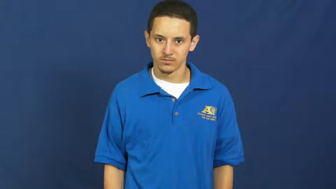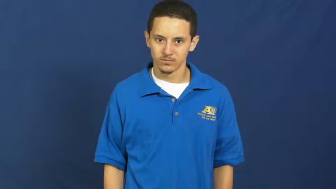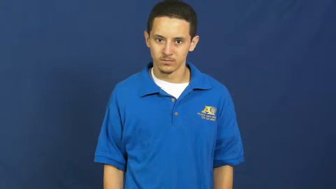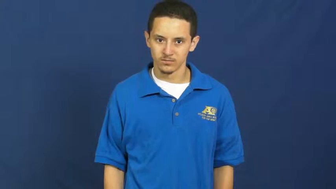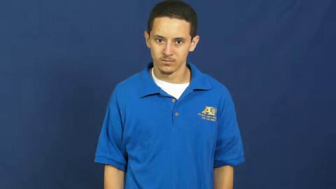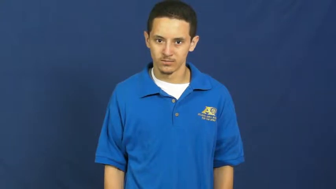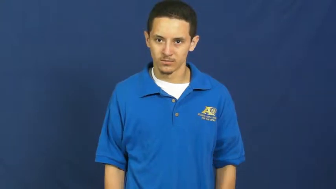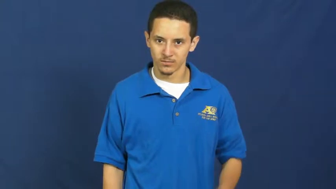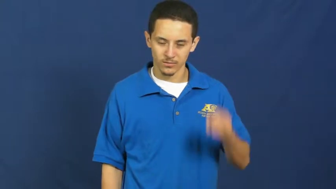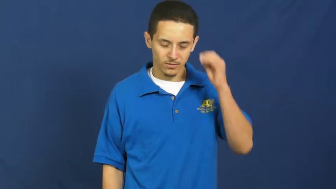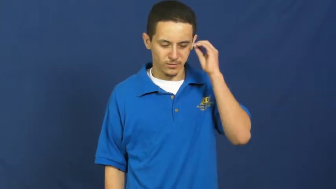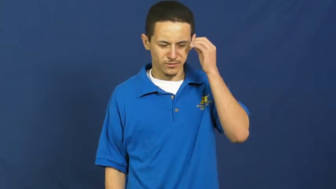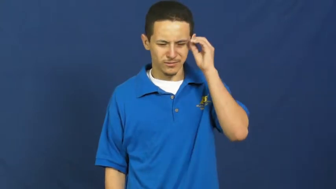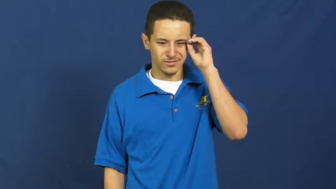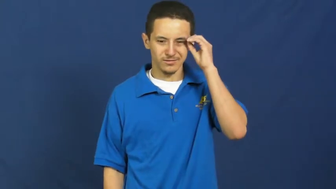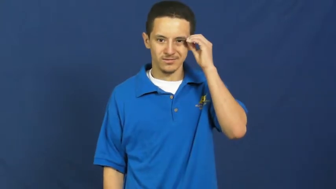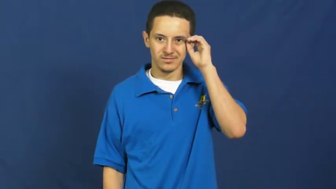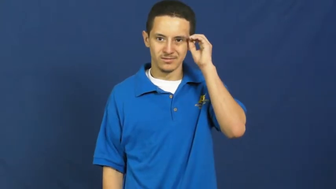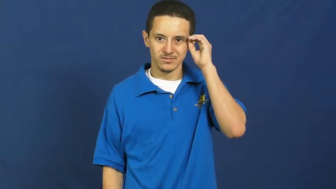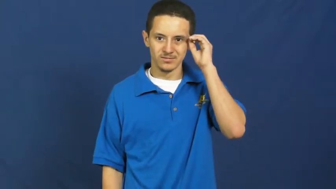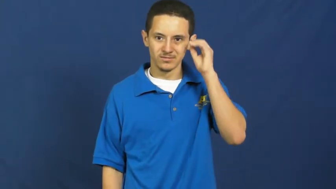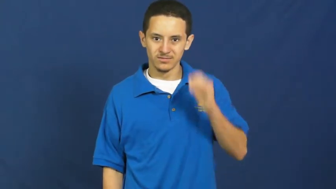oriental